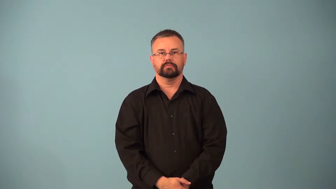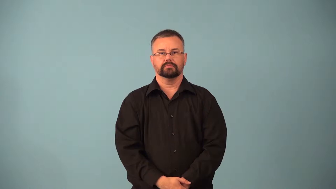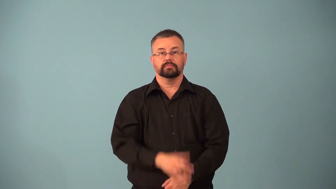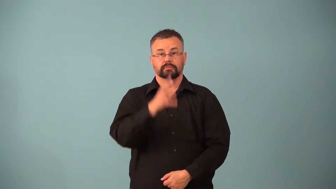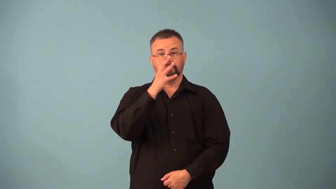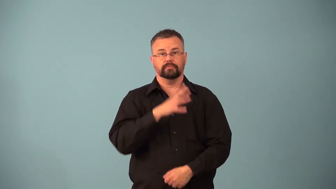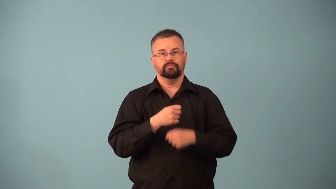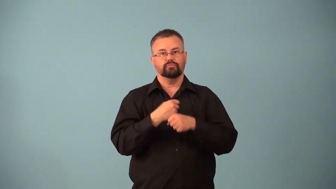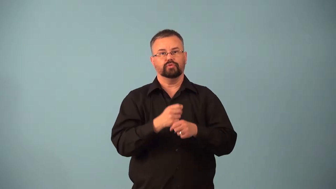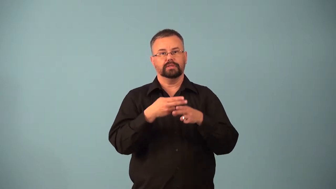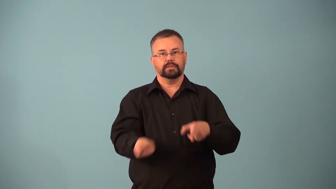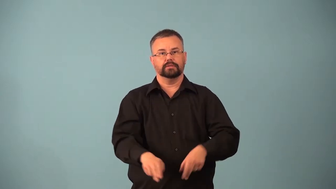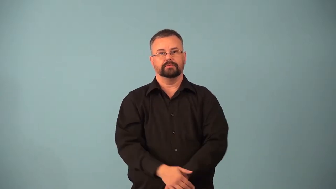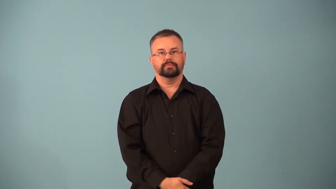ovulate